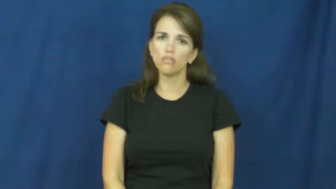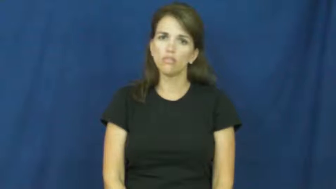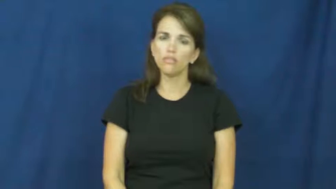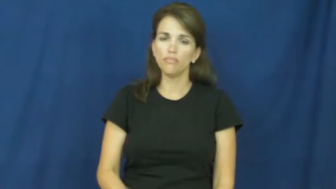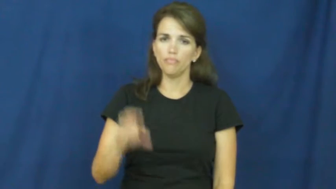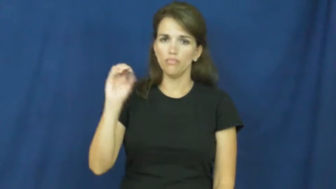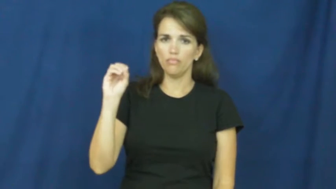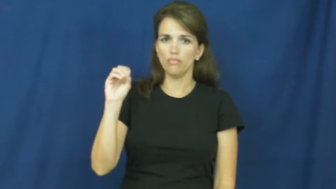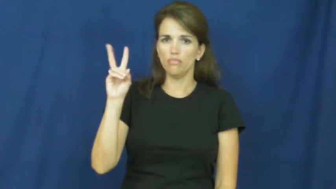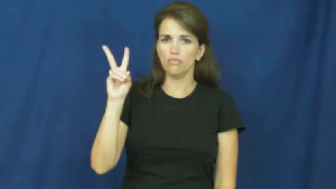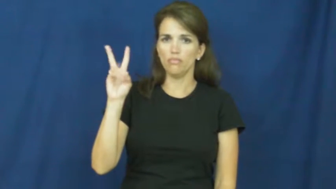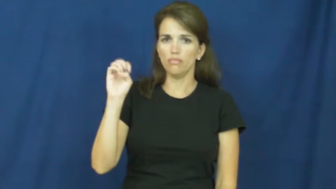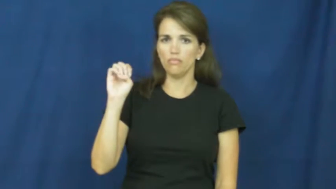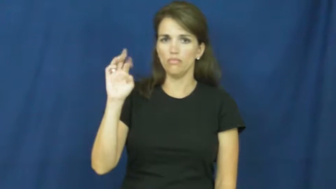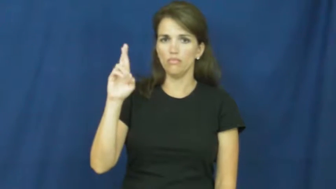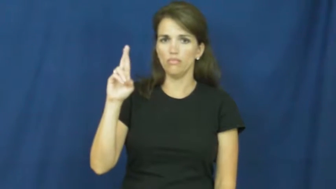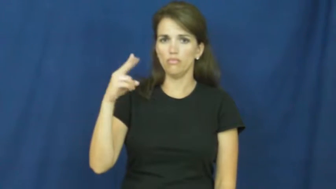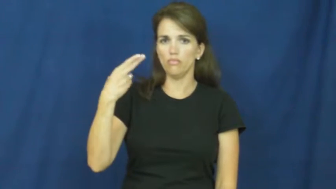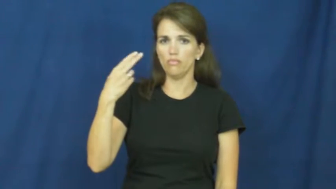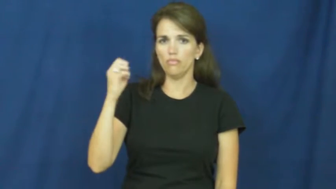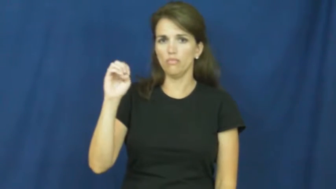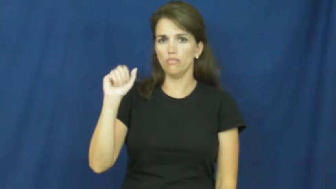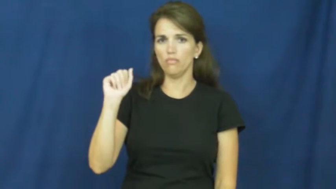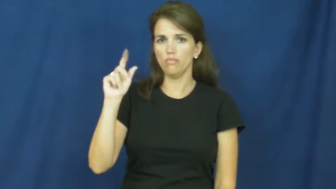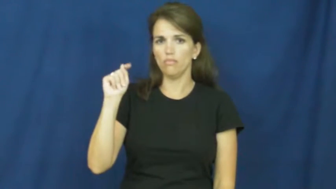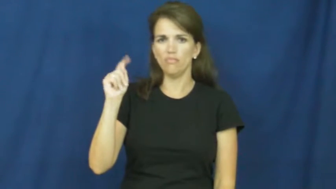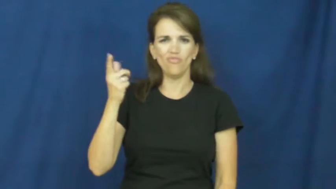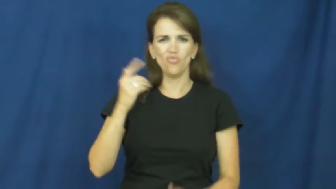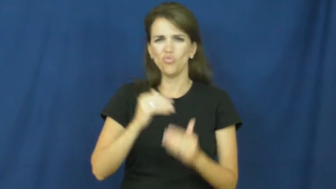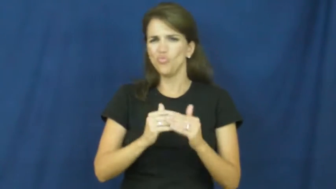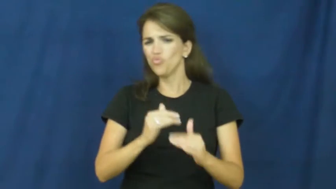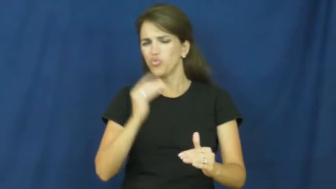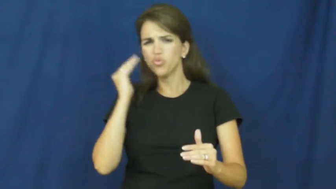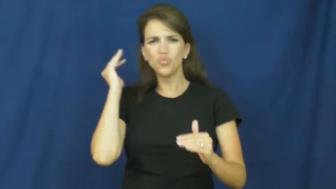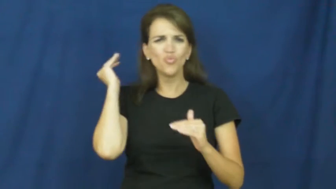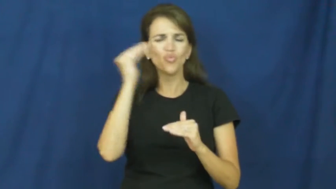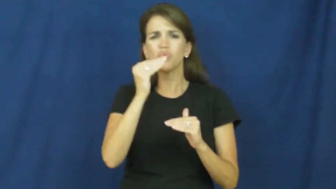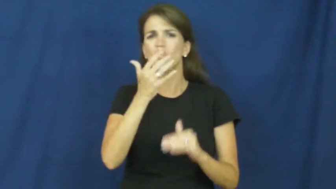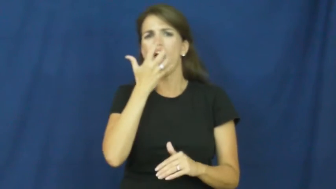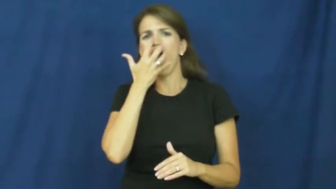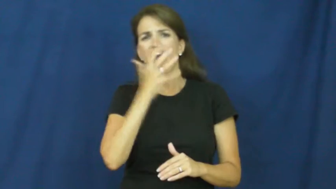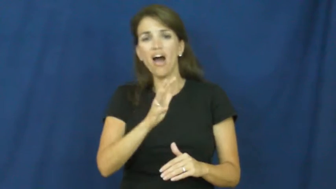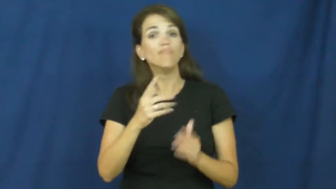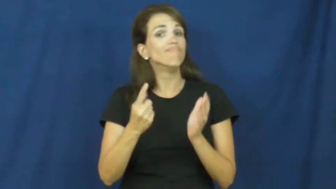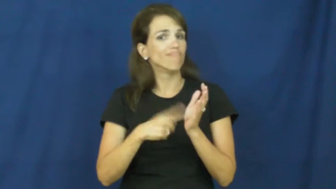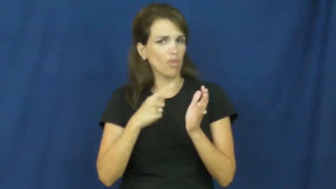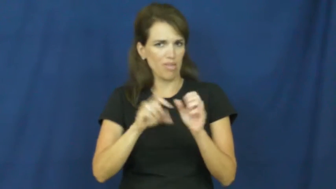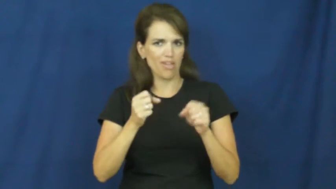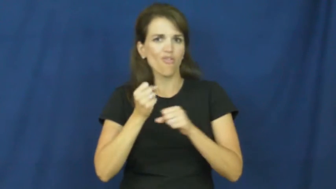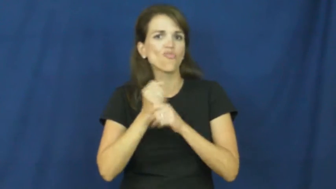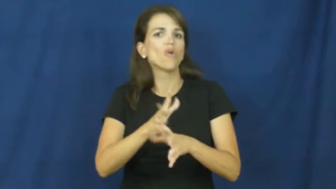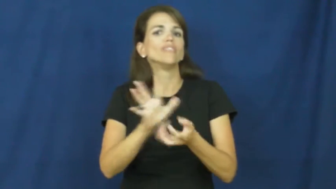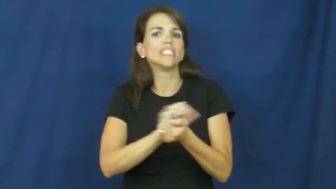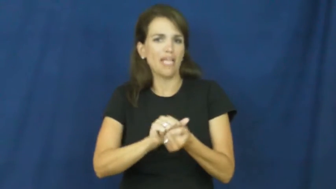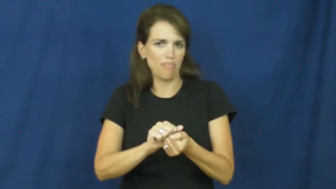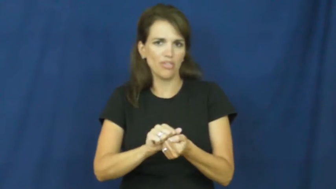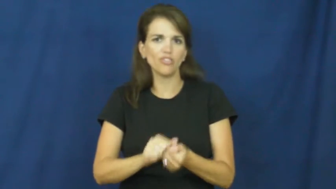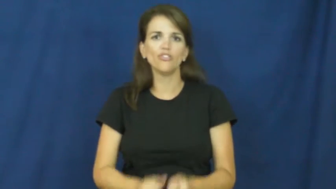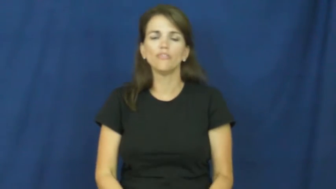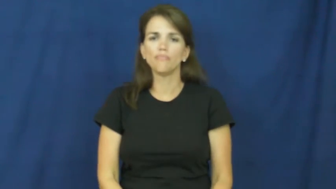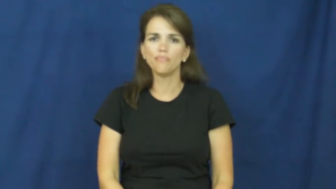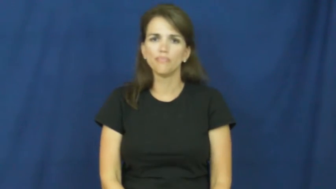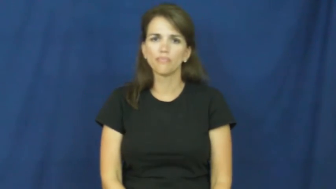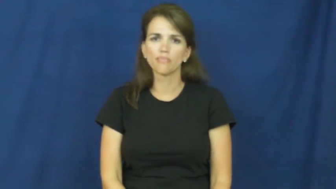overheat